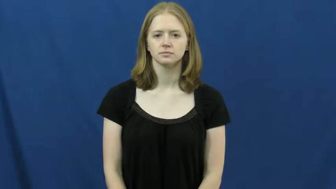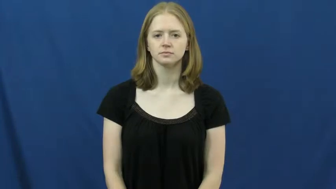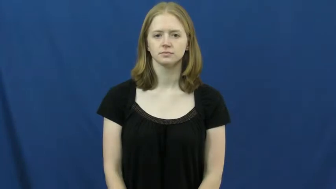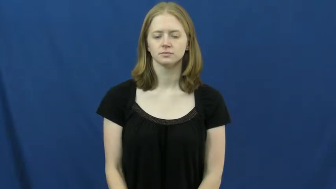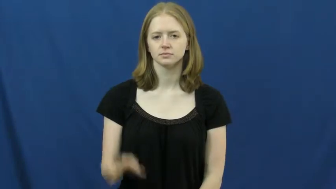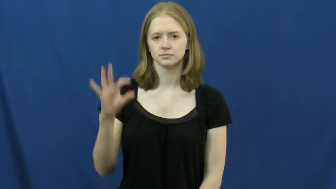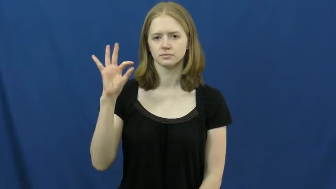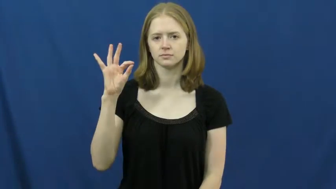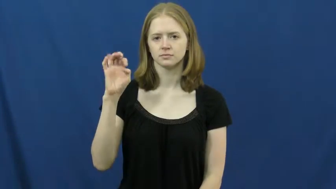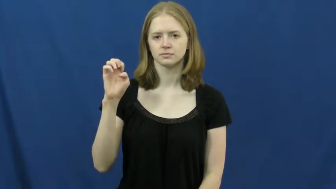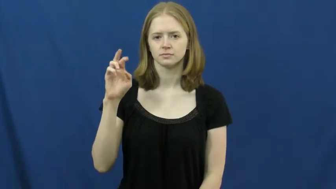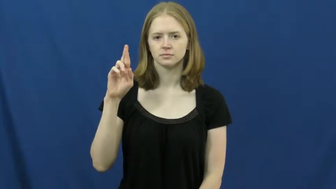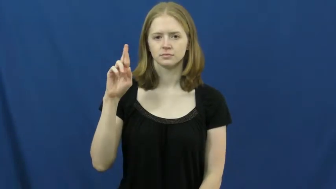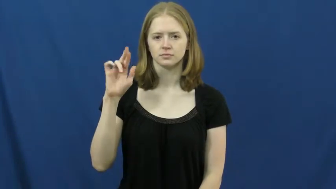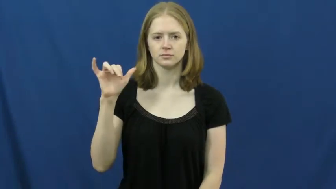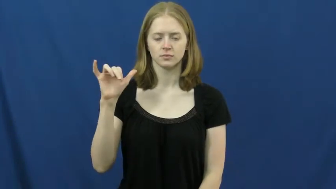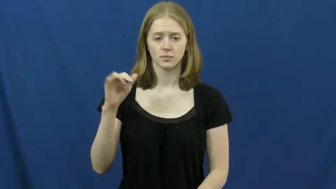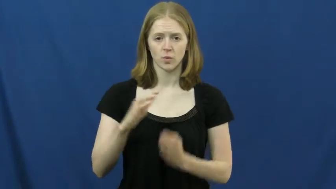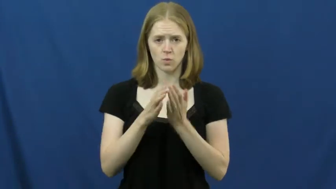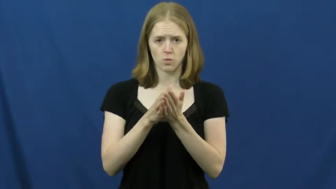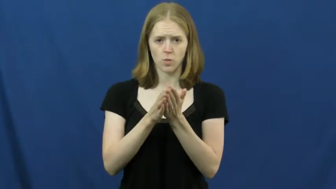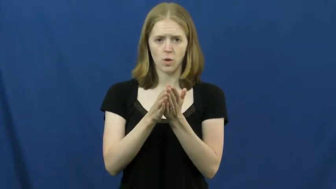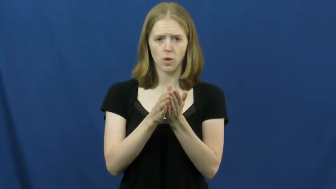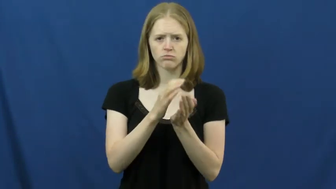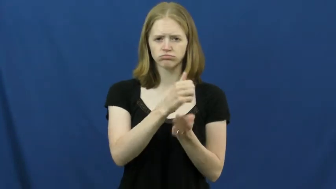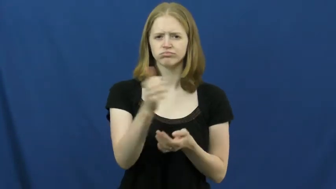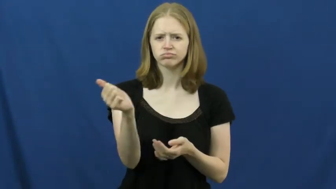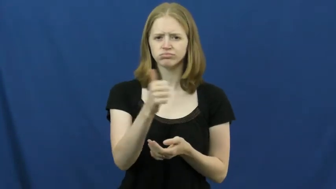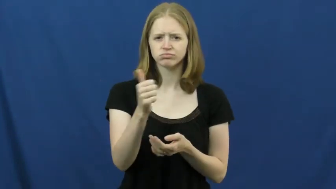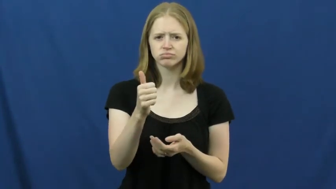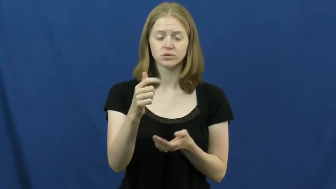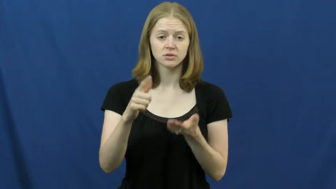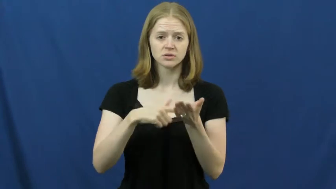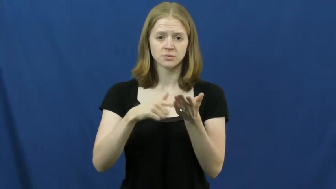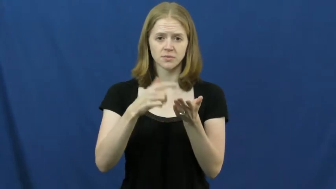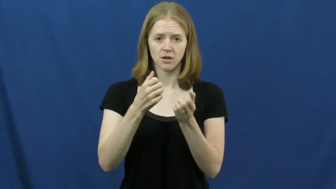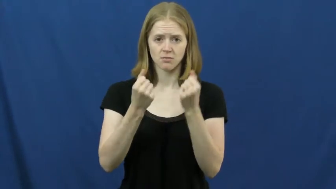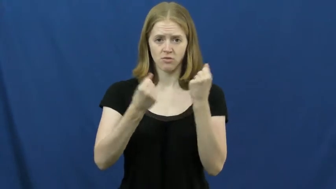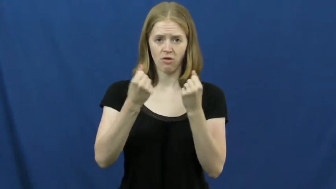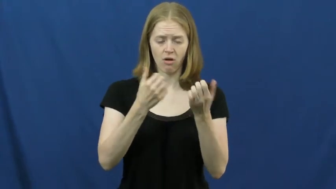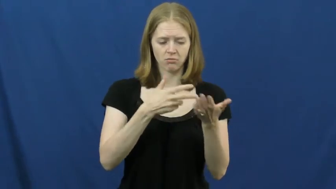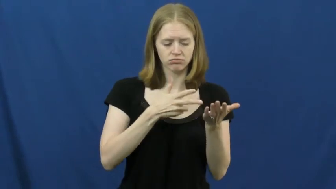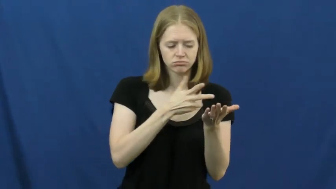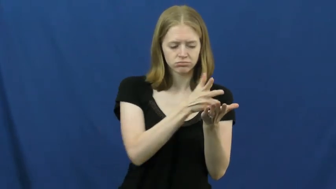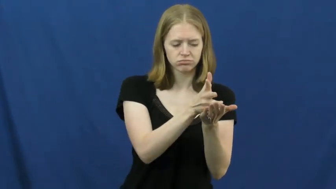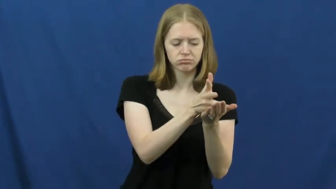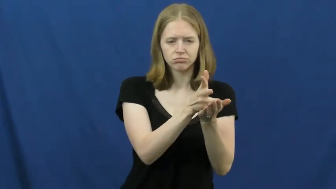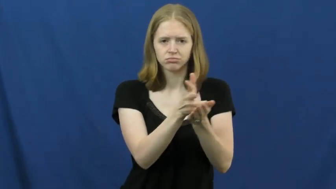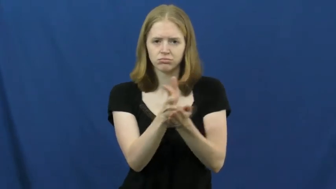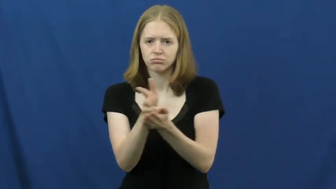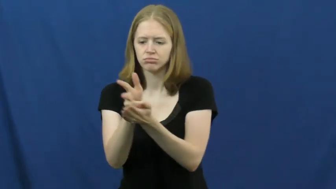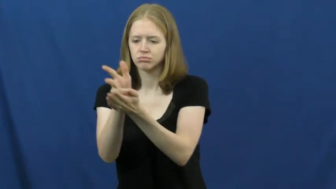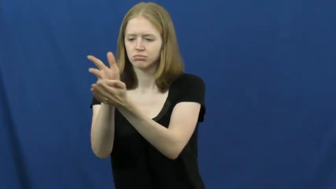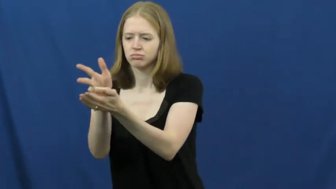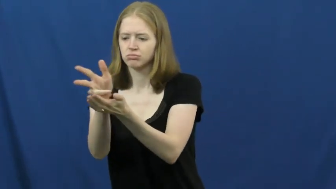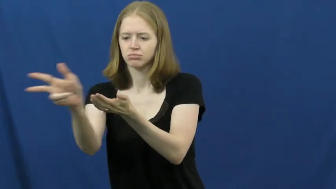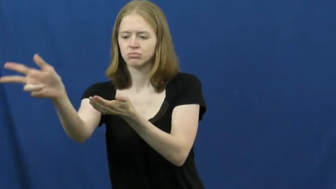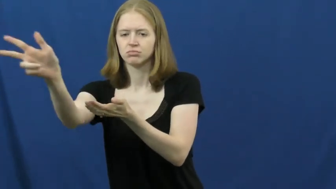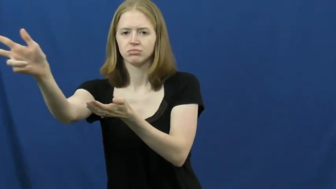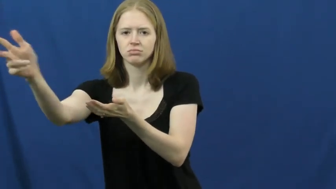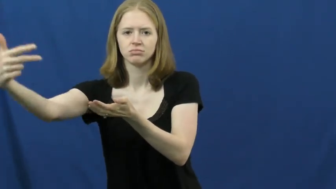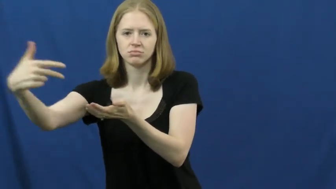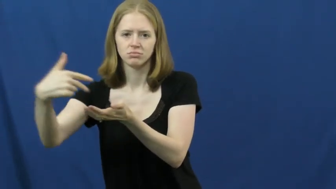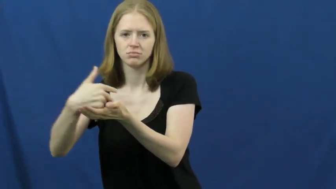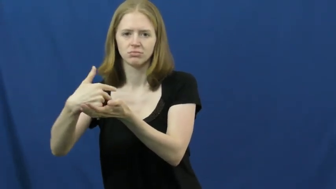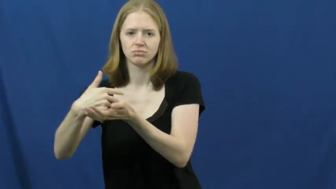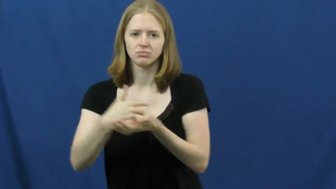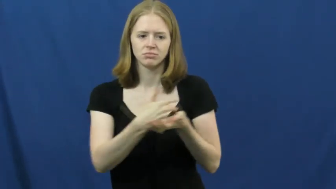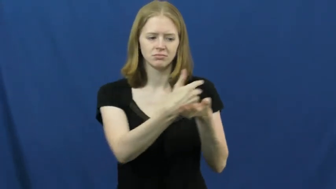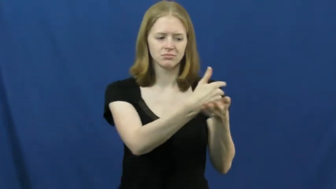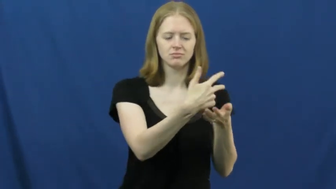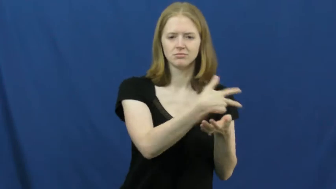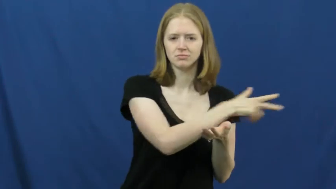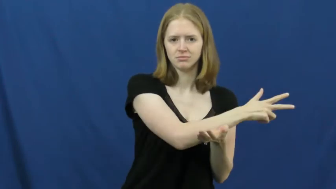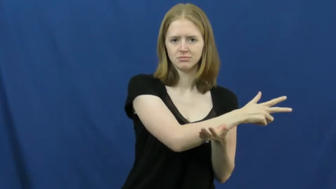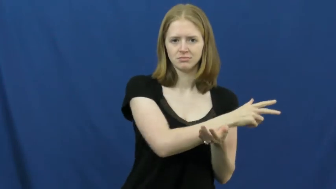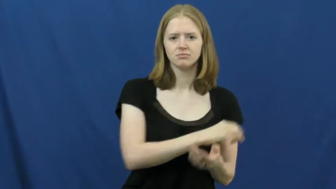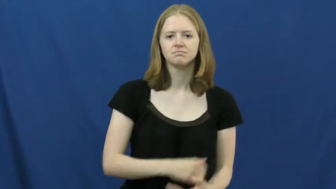ferry